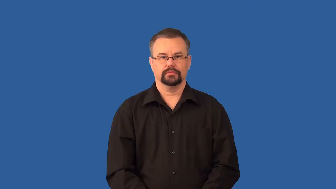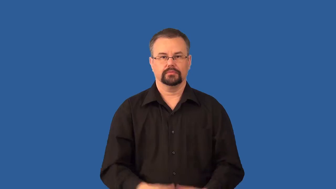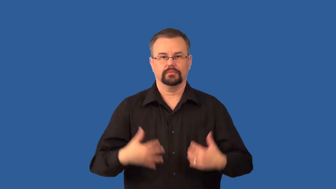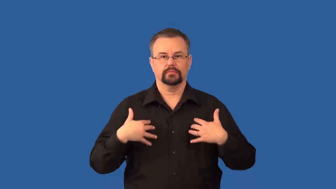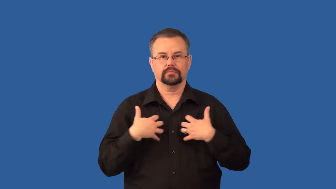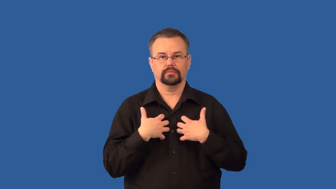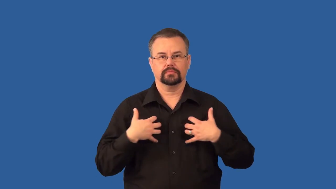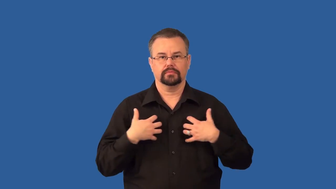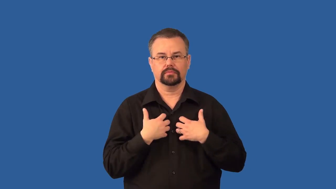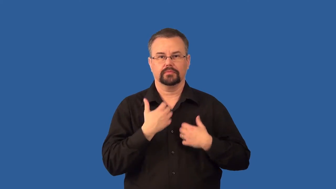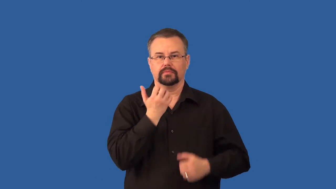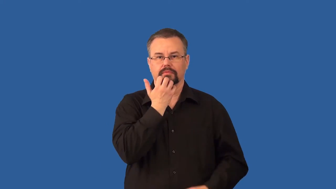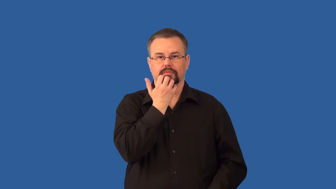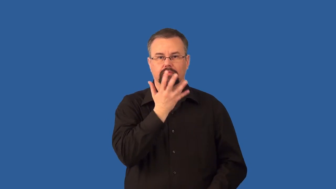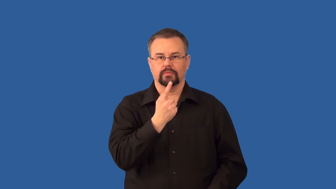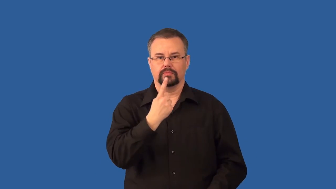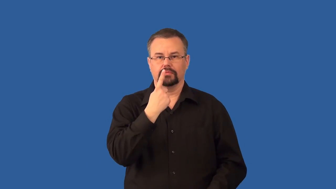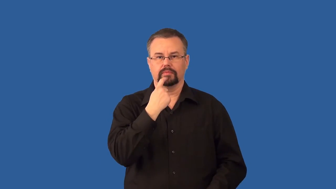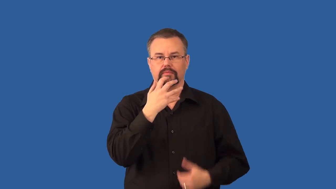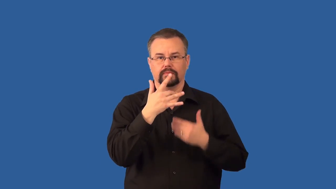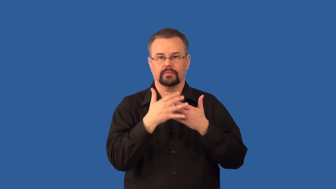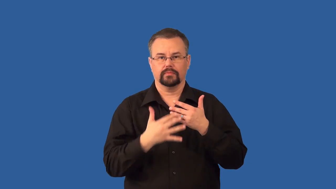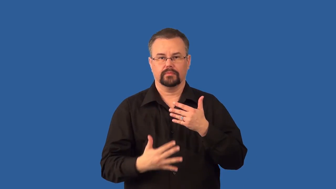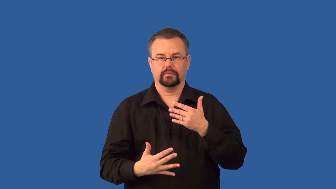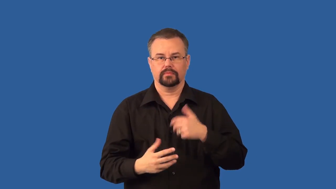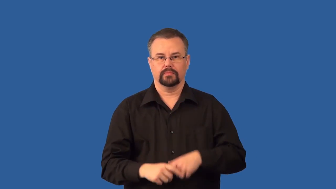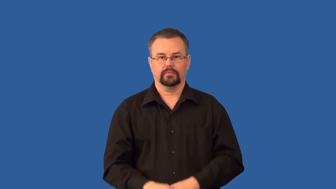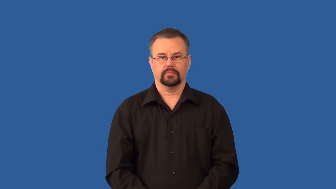endotherm